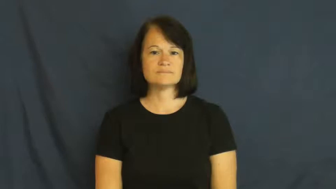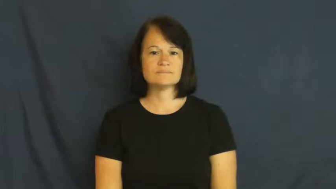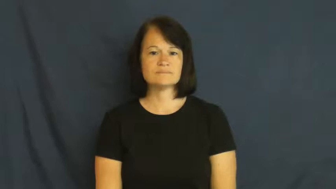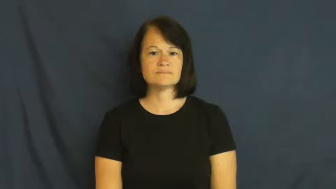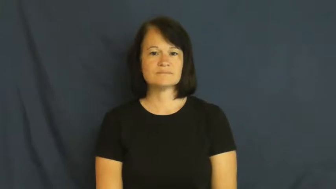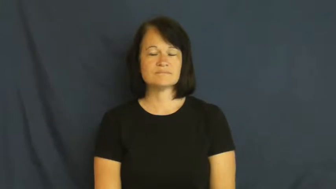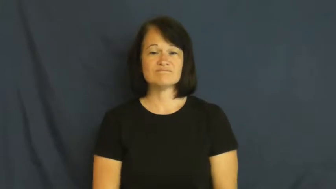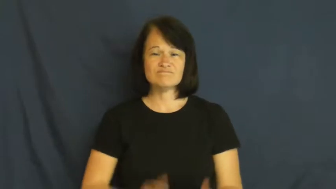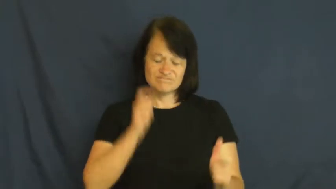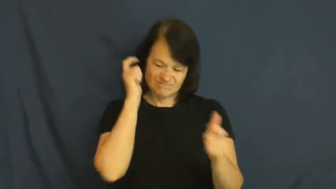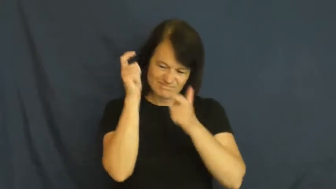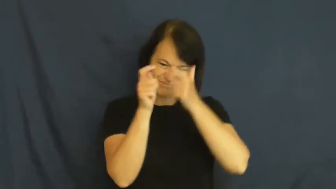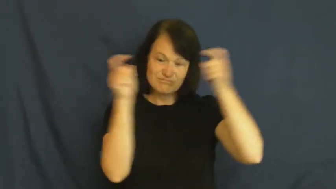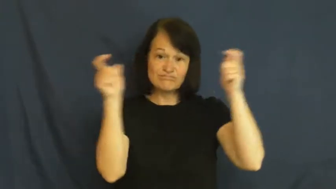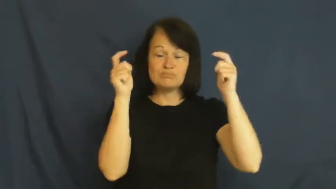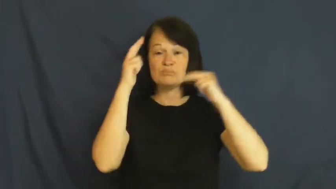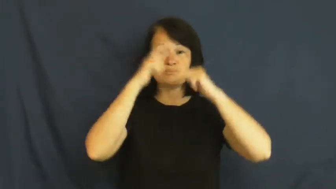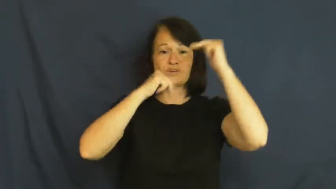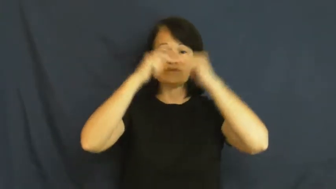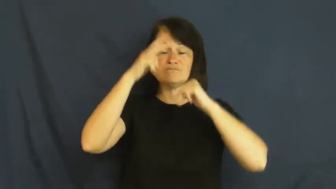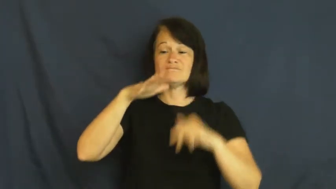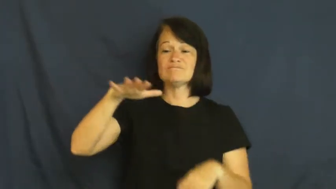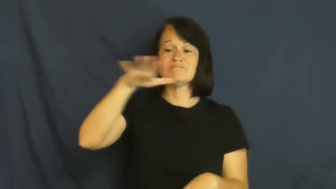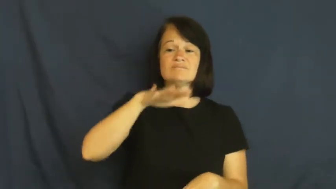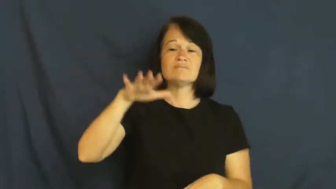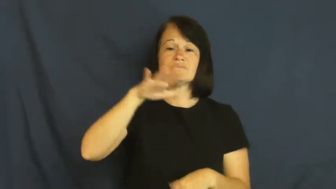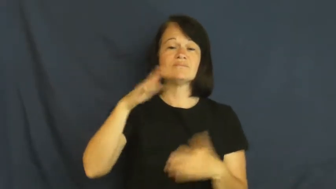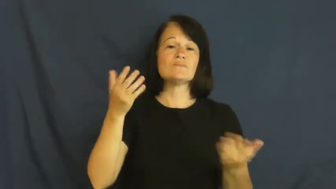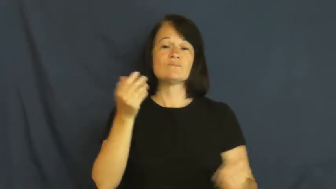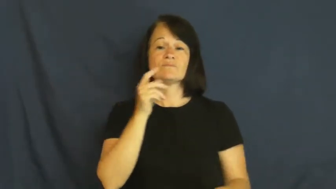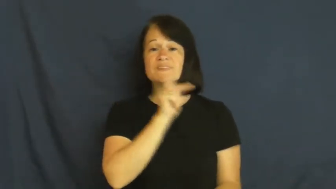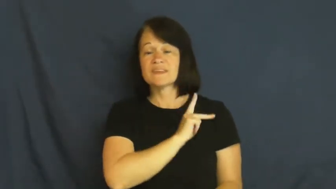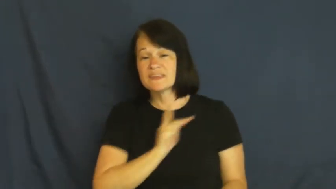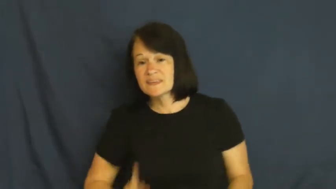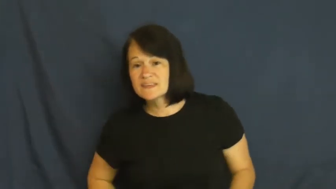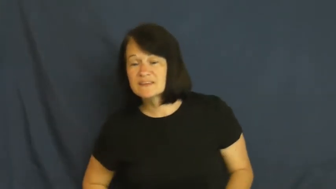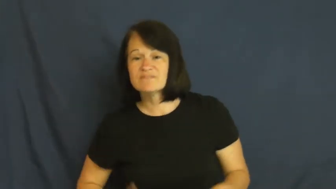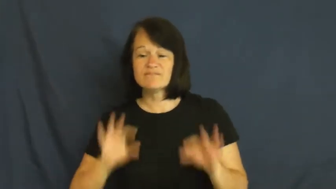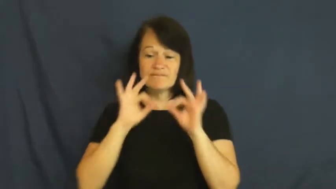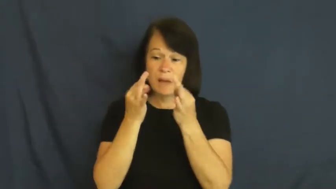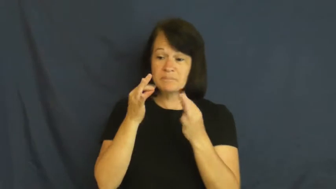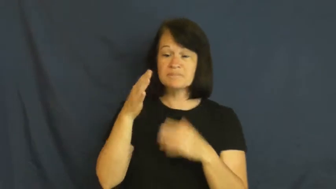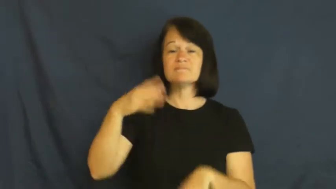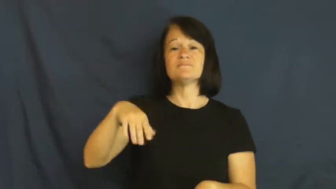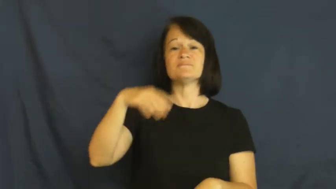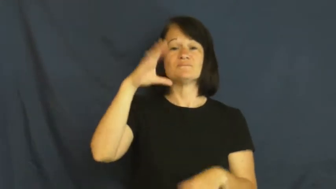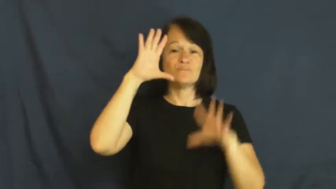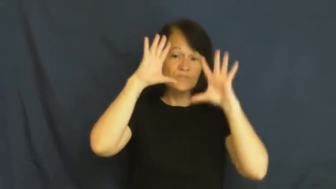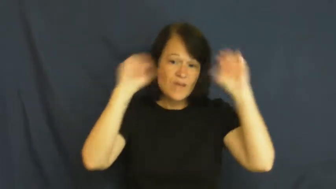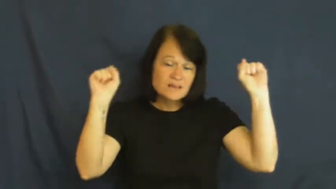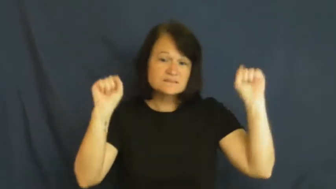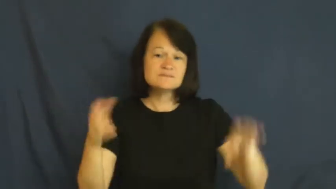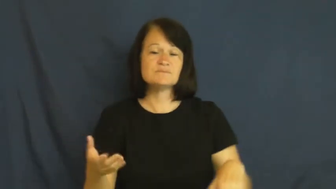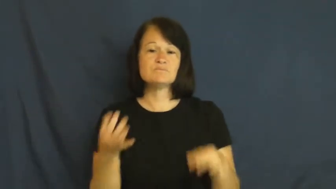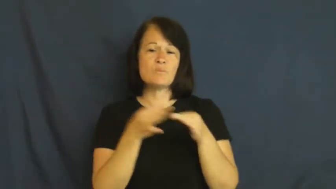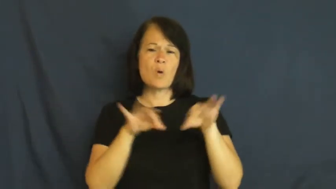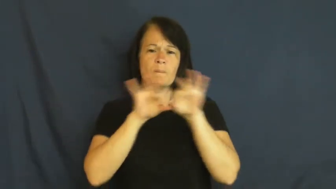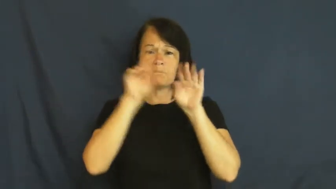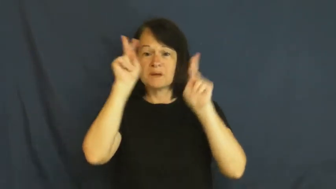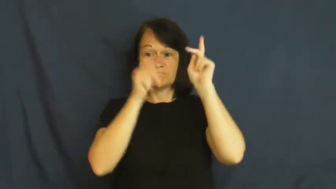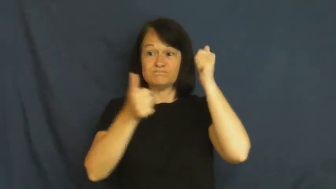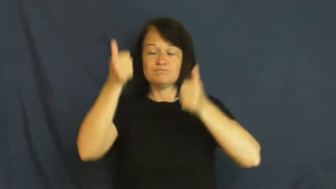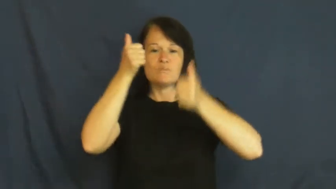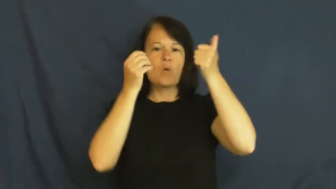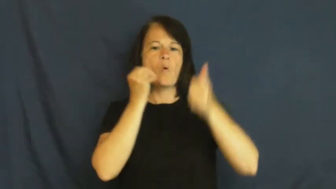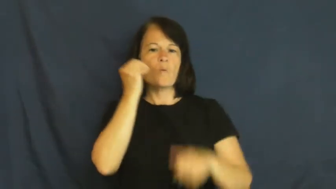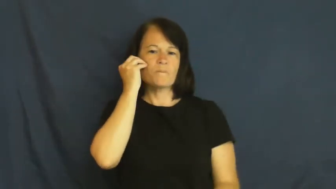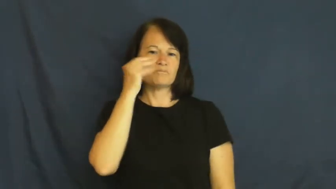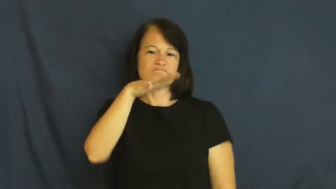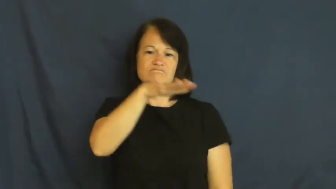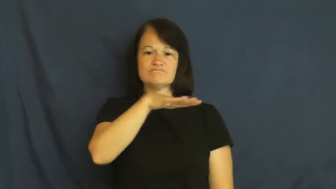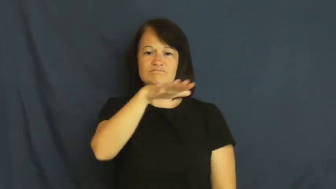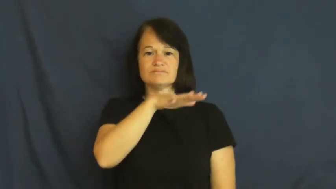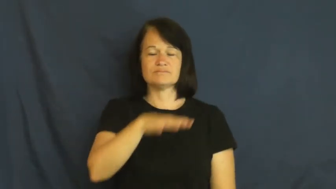palace